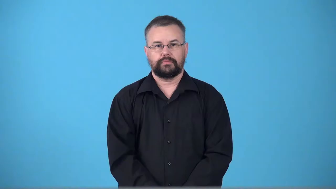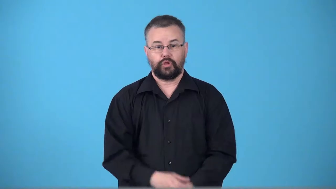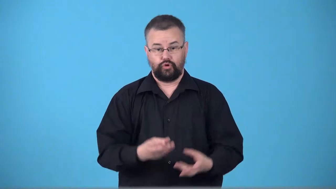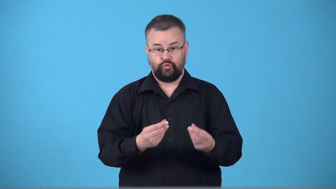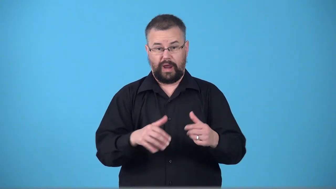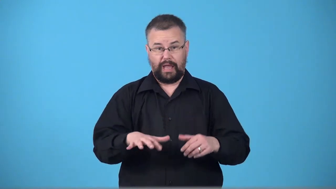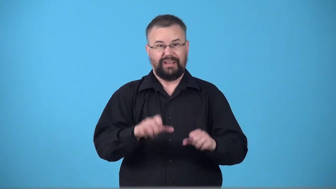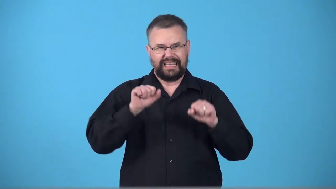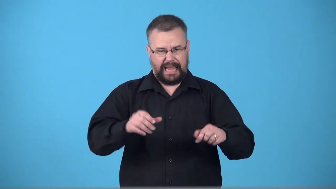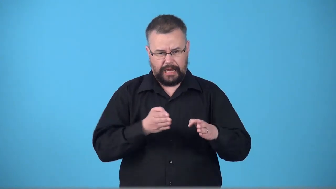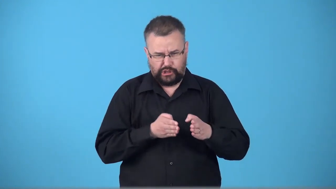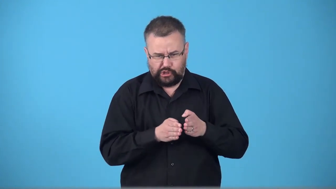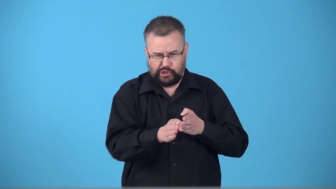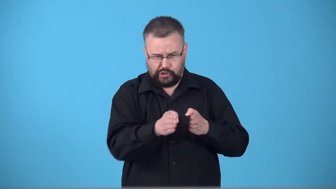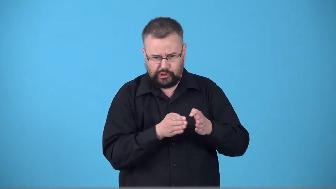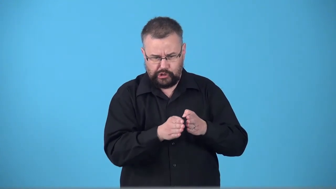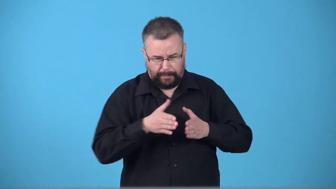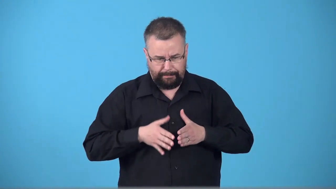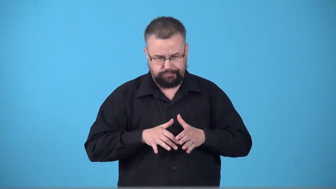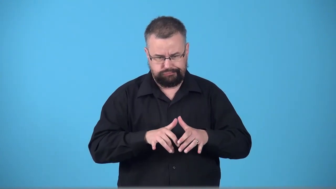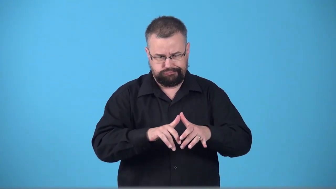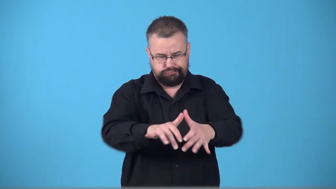tillable,plowable,harrowable